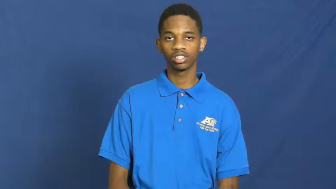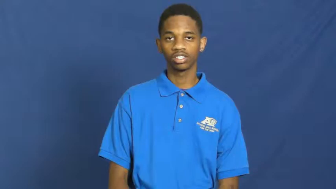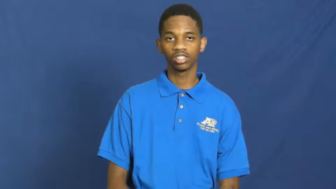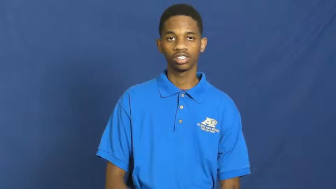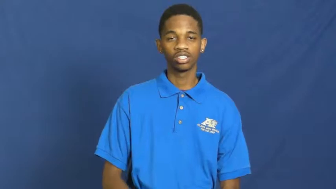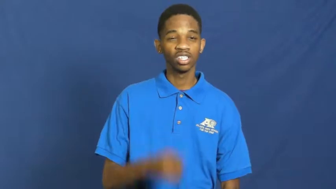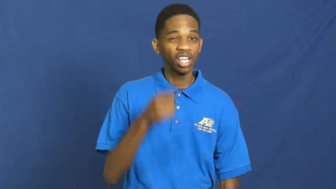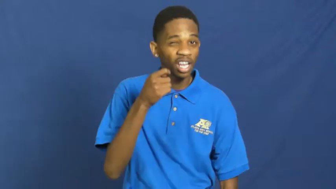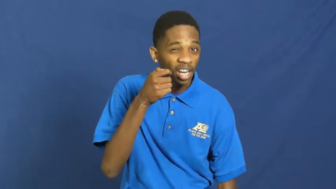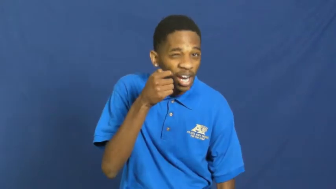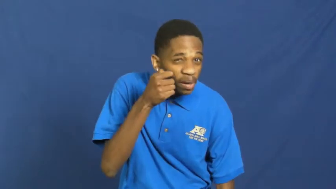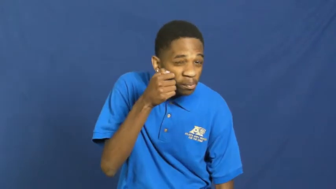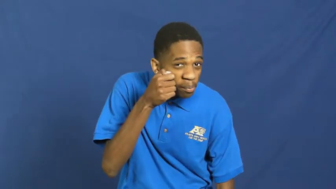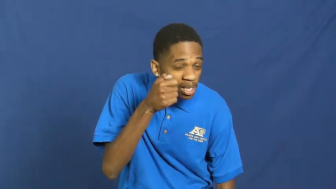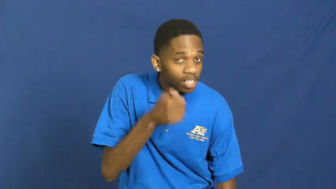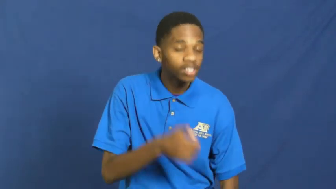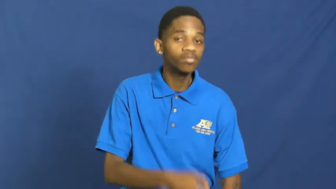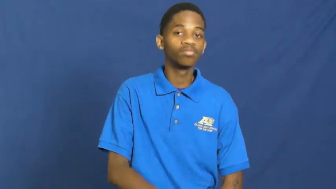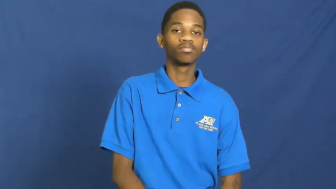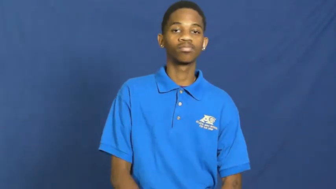tad,tidbit,dash